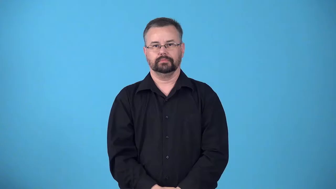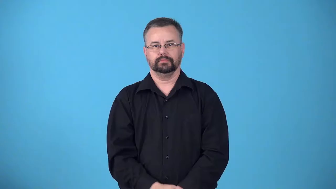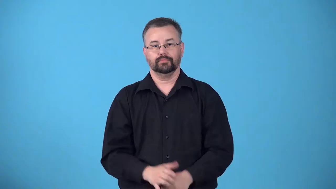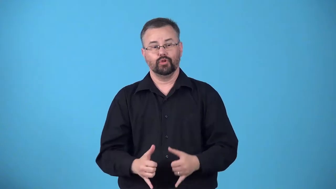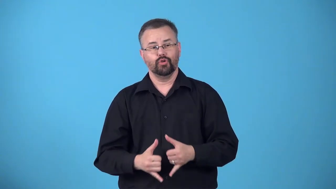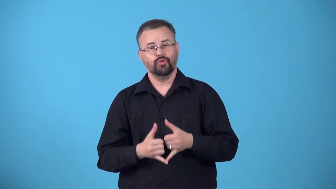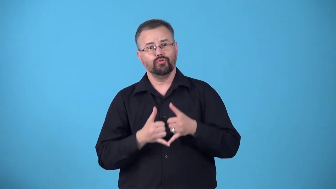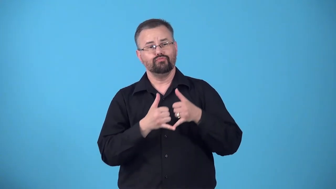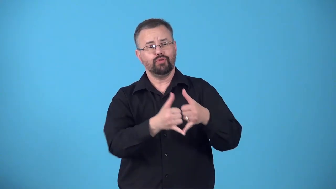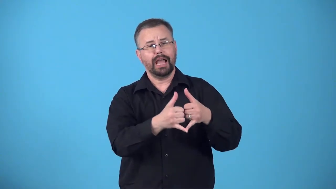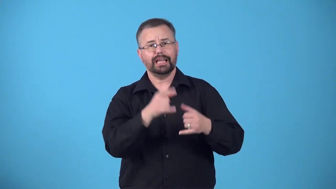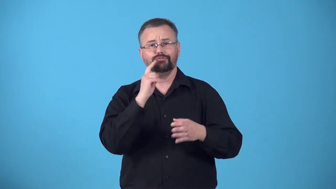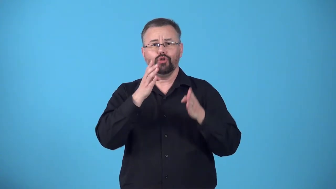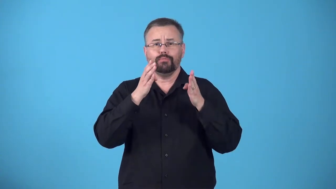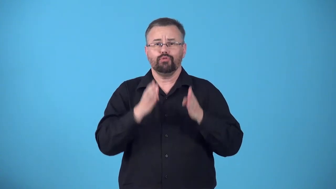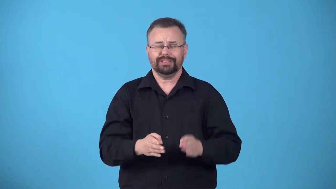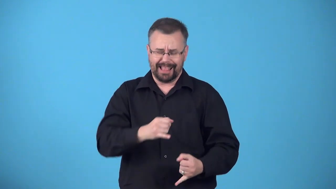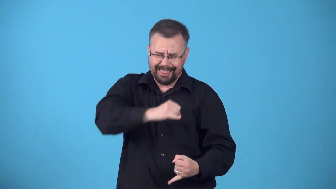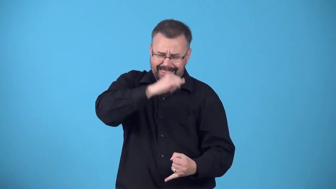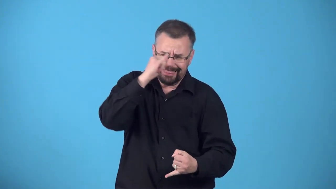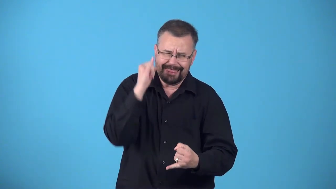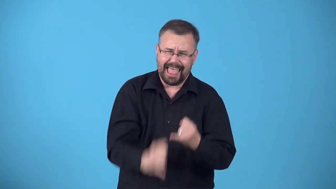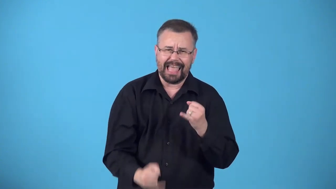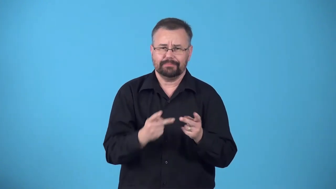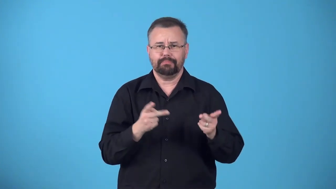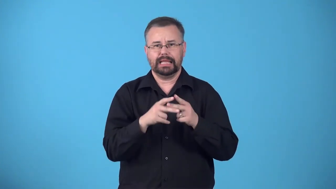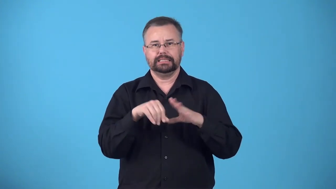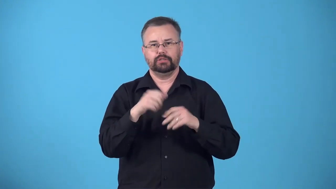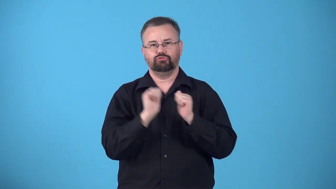boobyprize